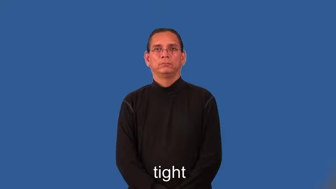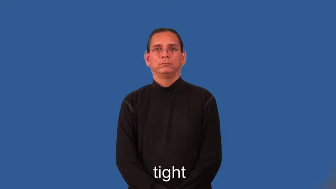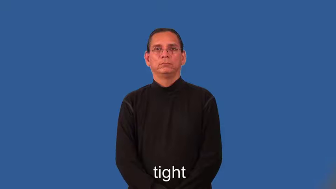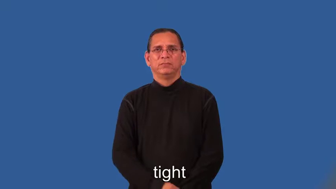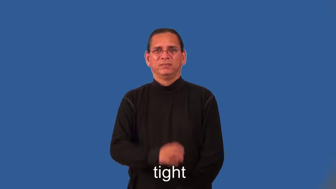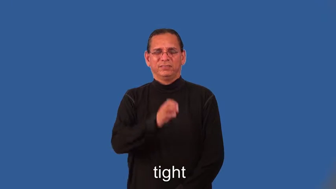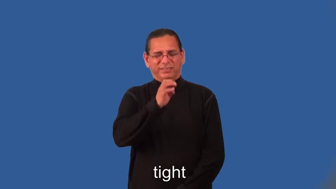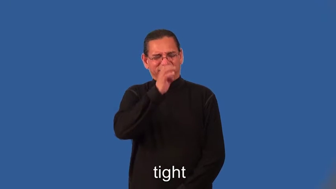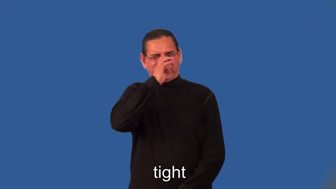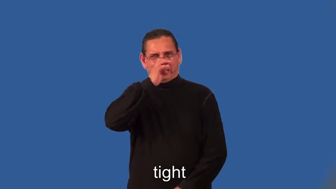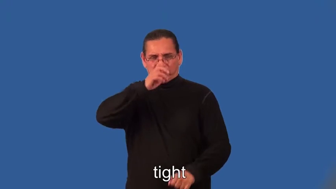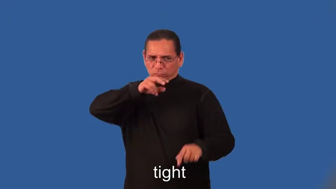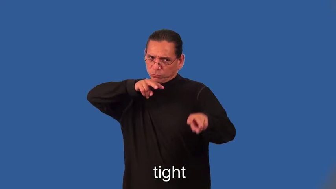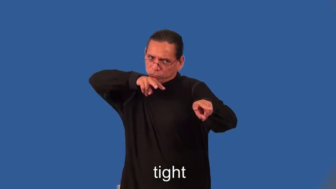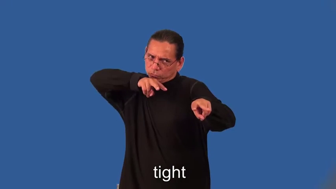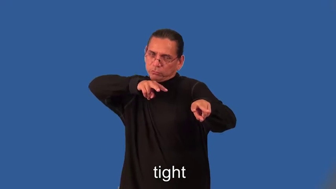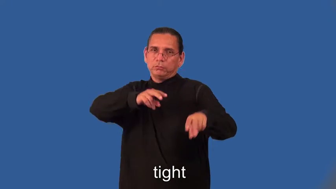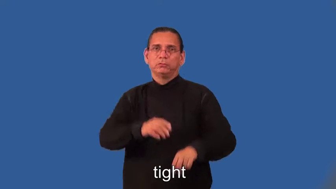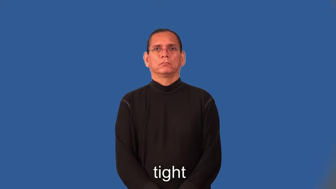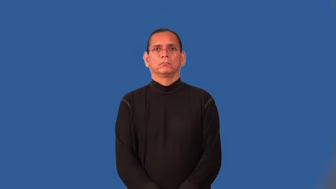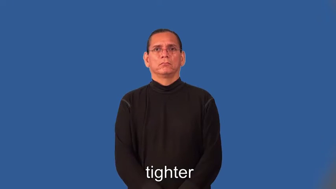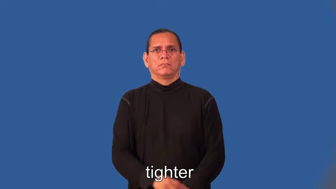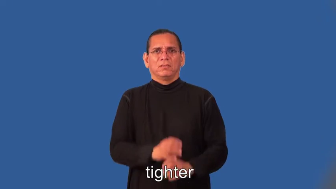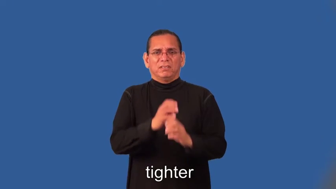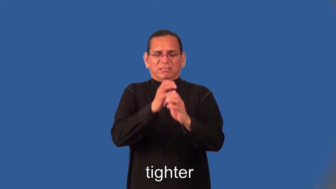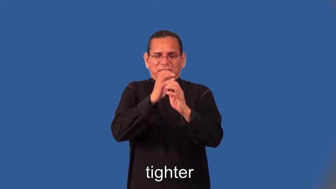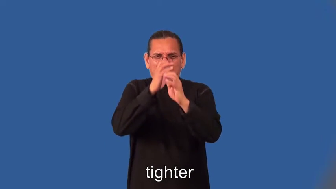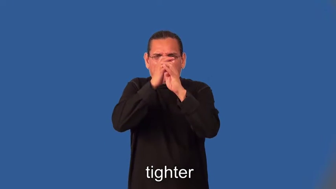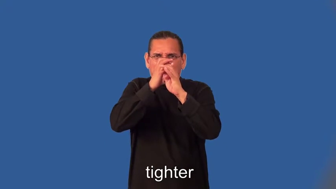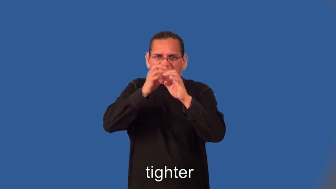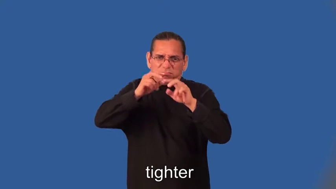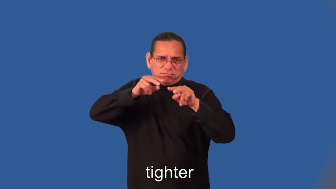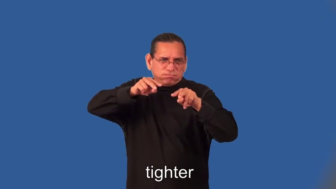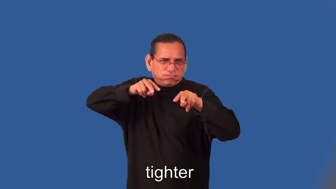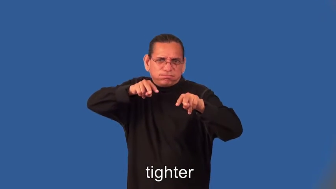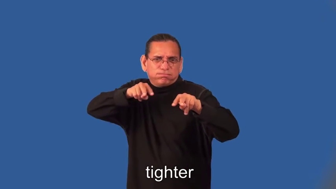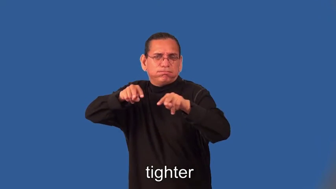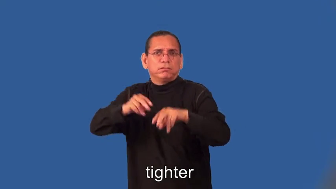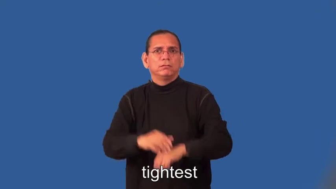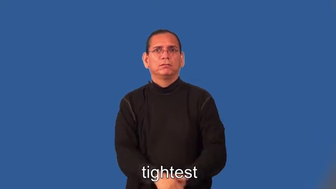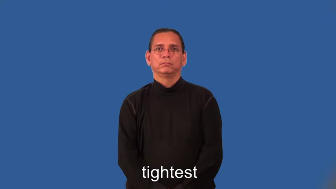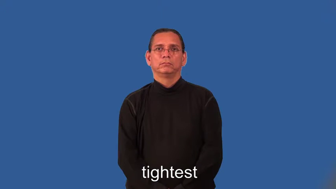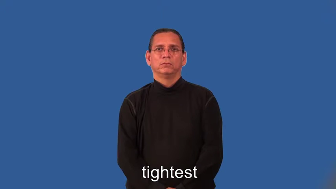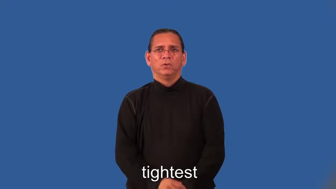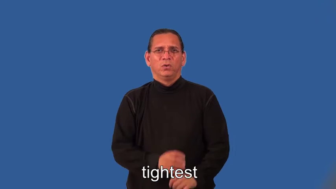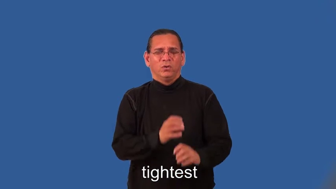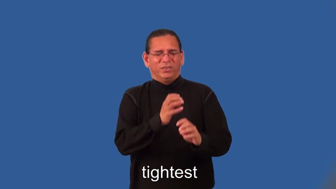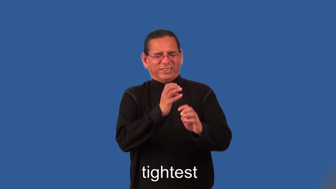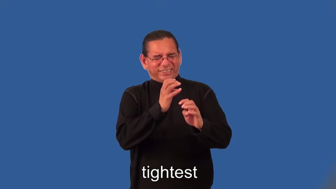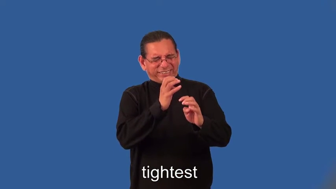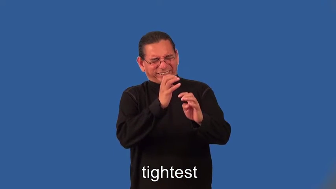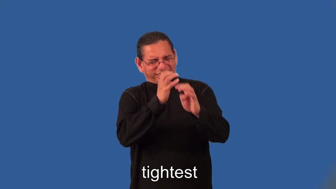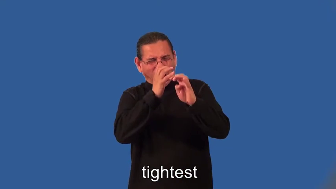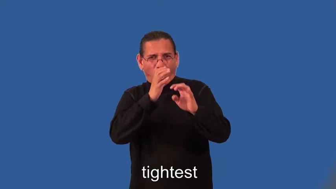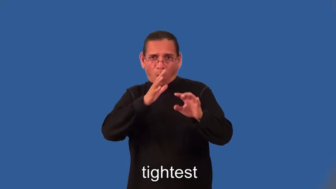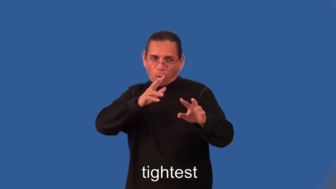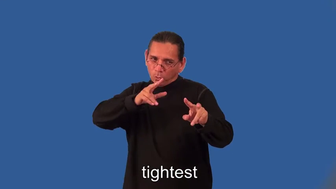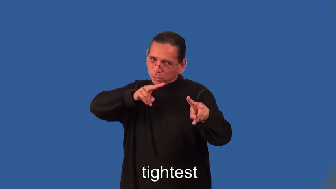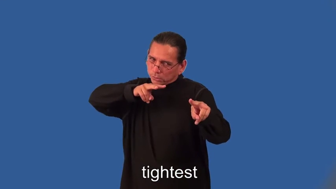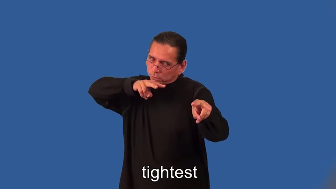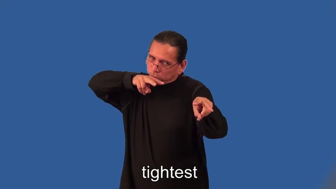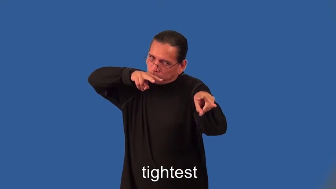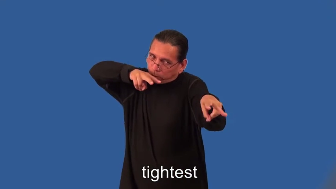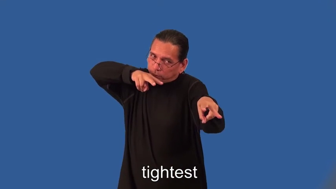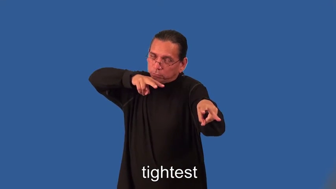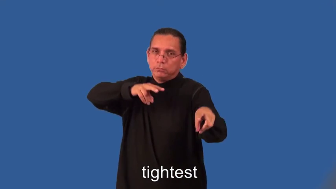tighter,tightest-security